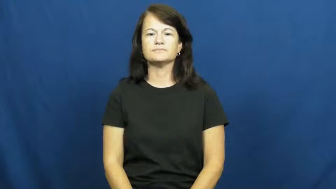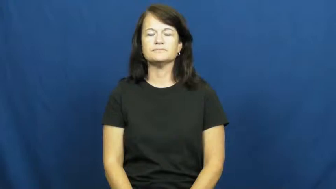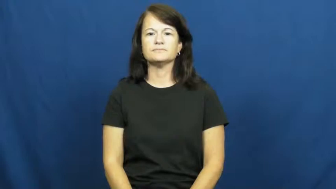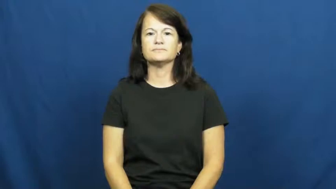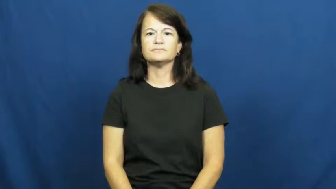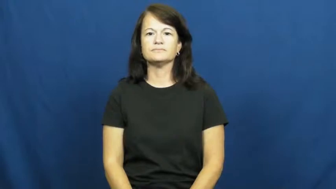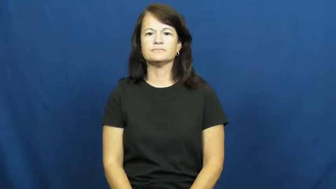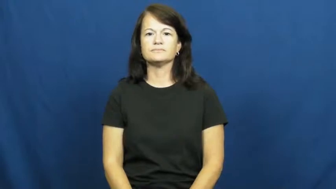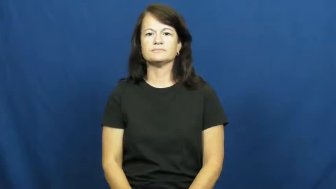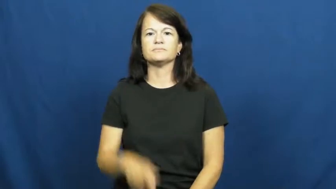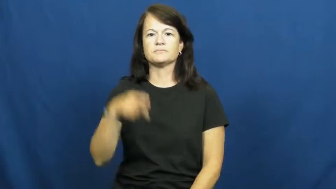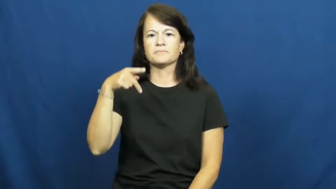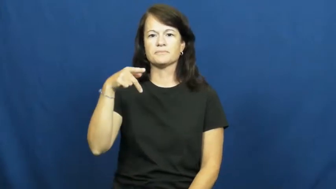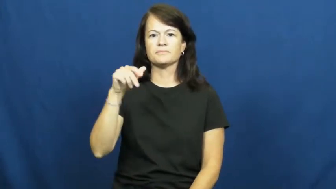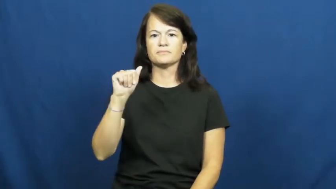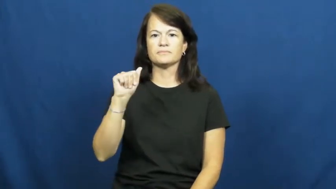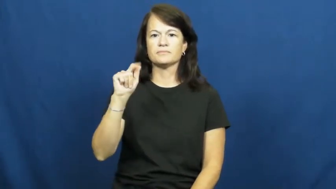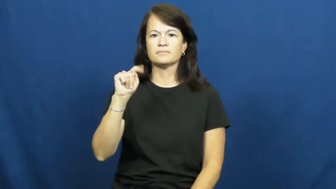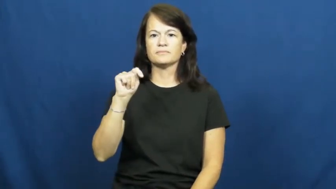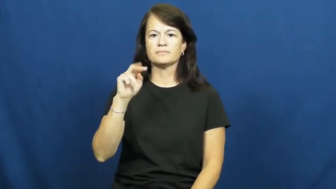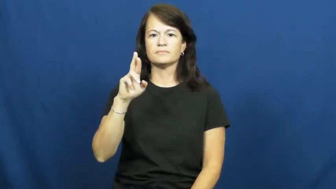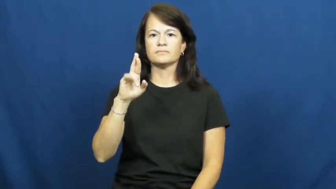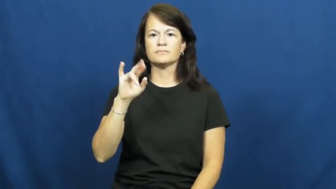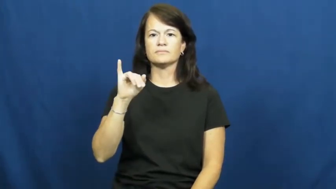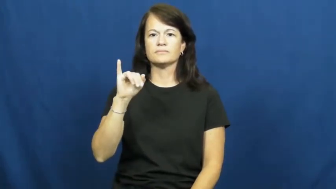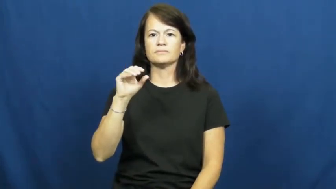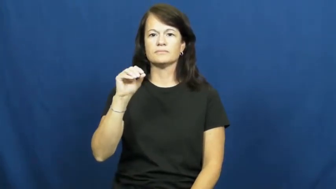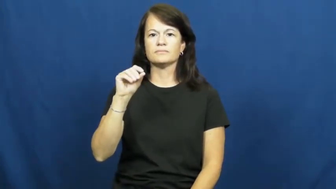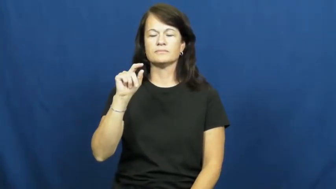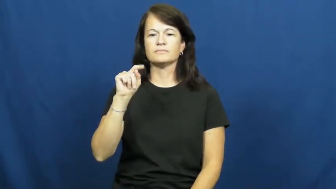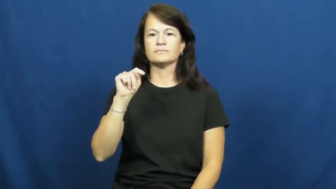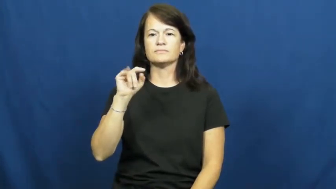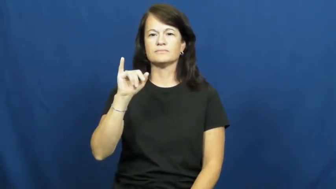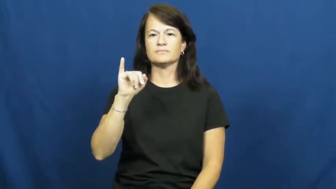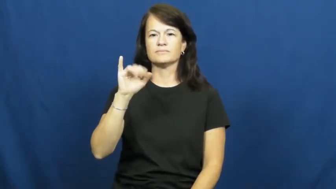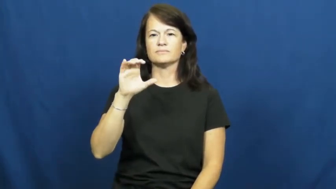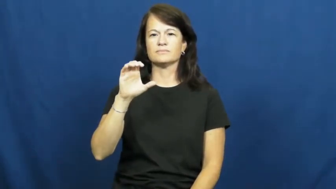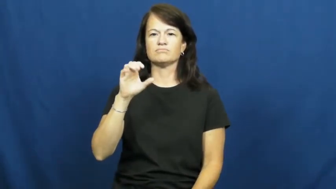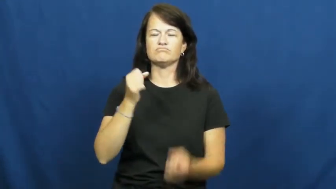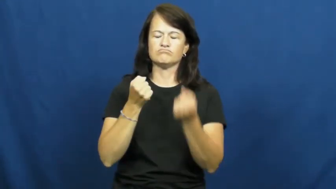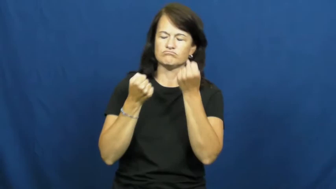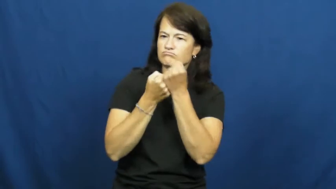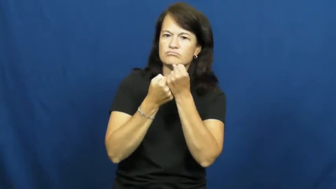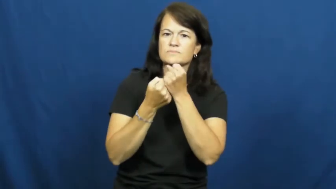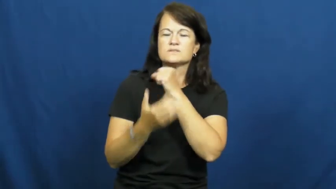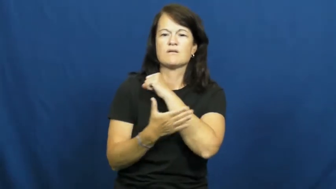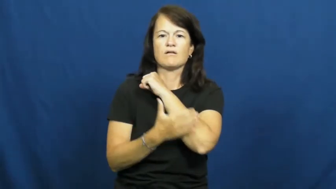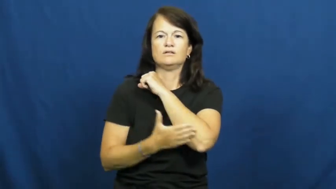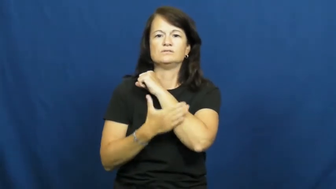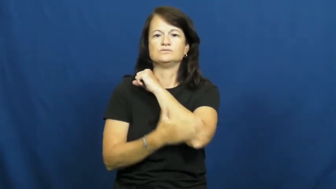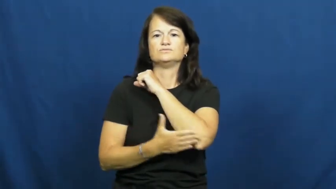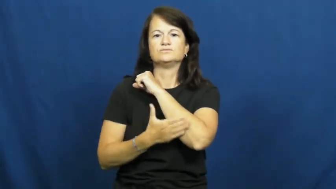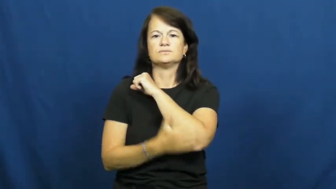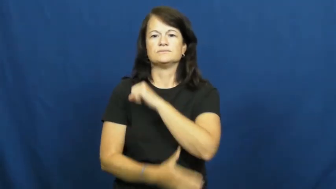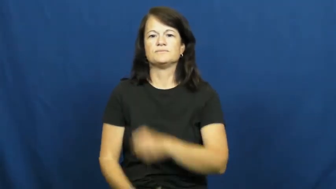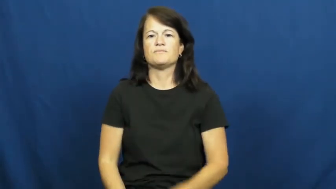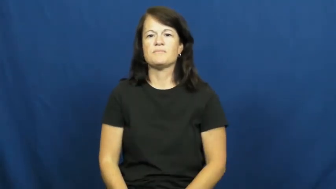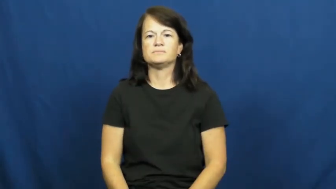patriotic